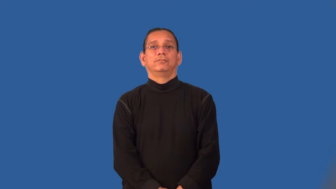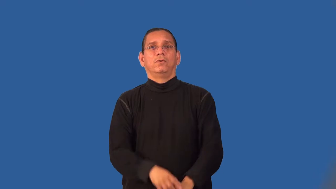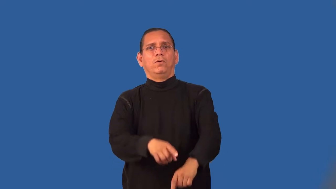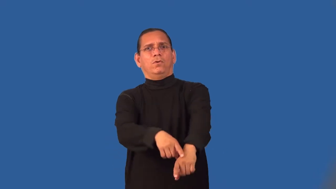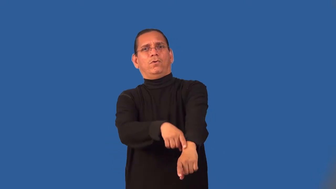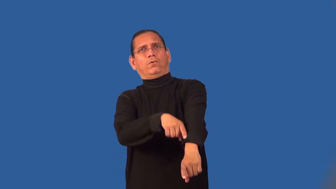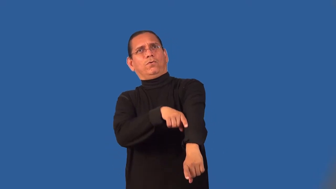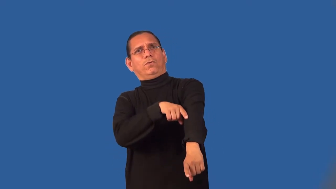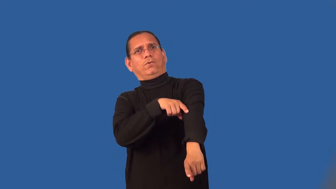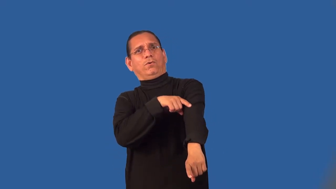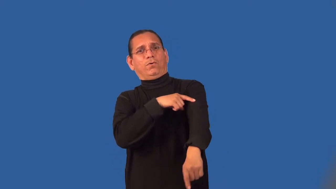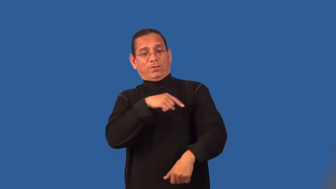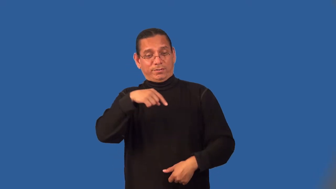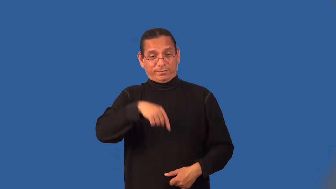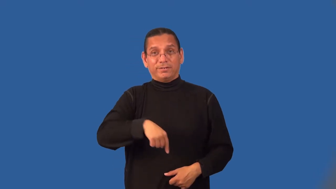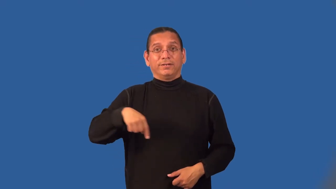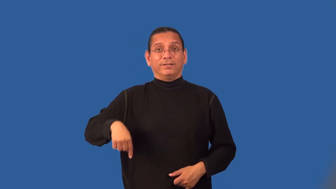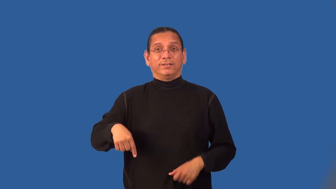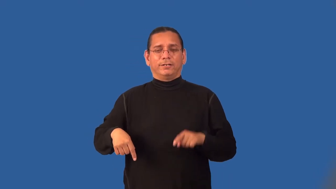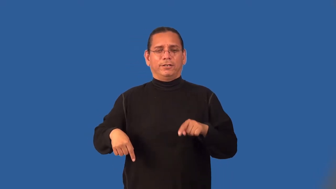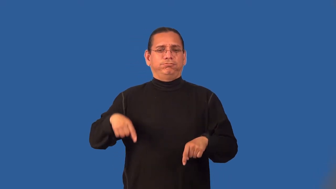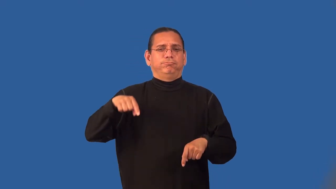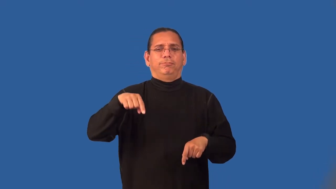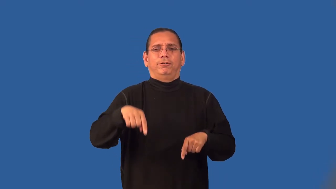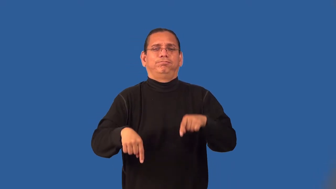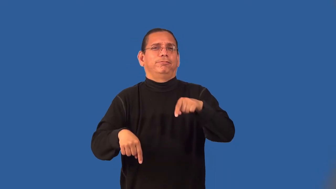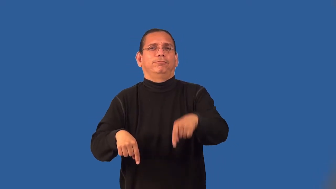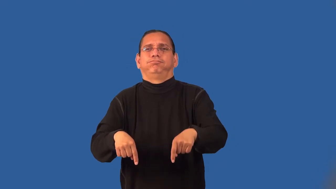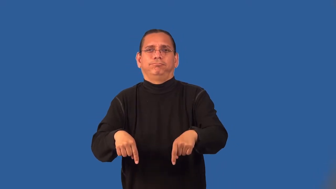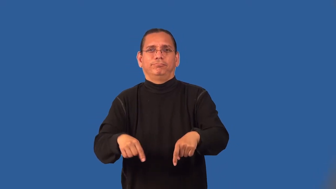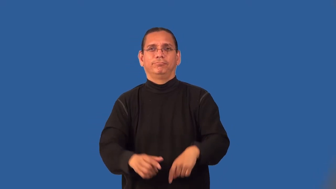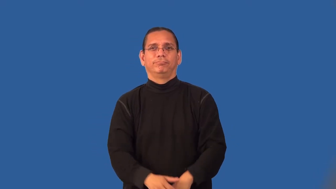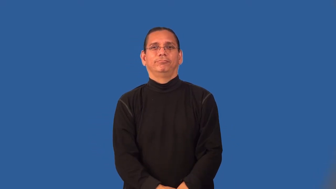leggy